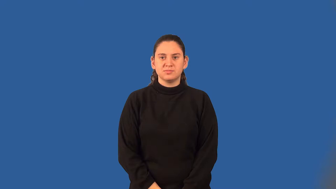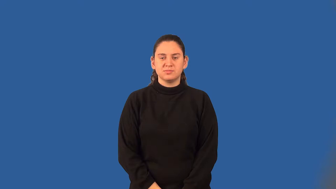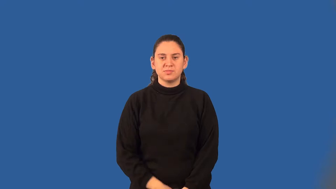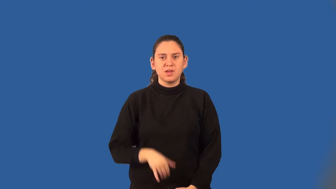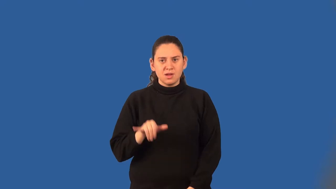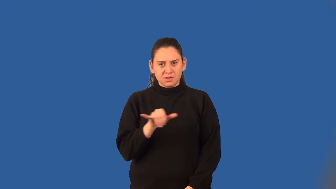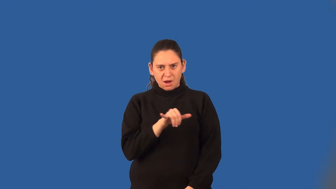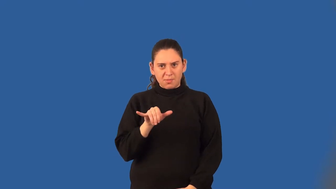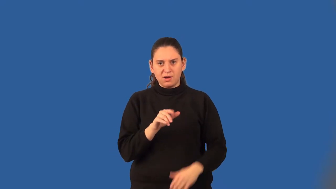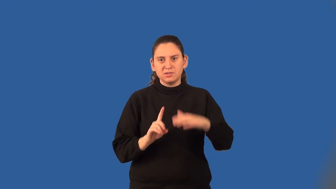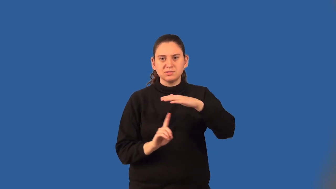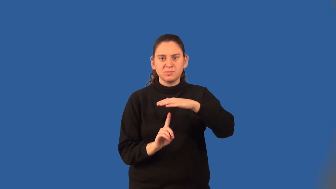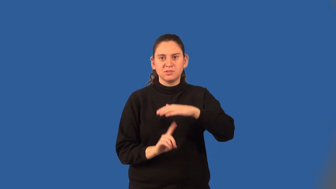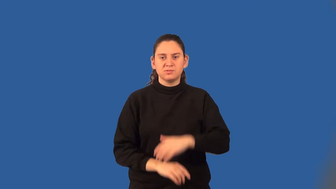common denominator